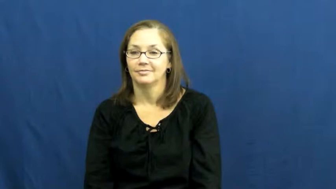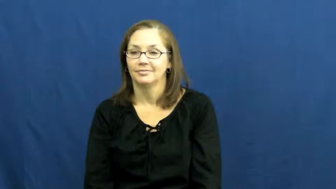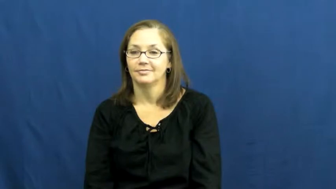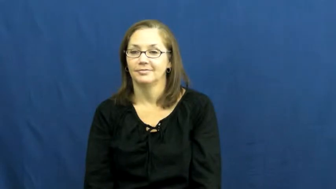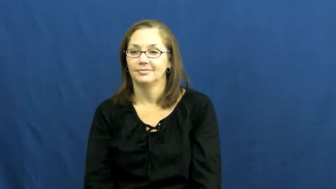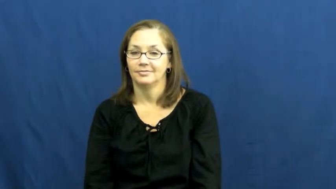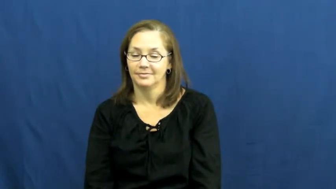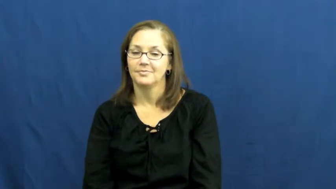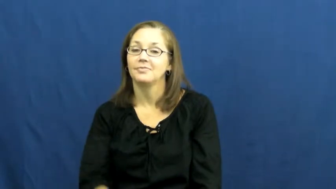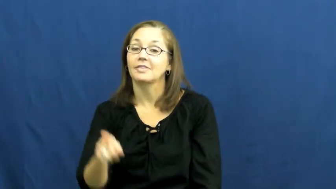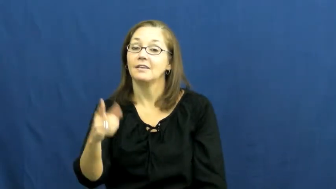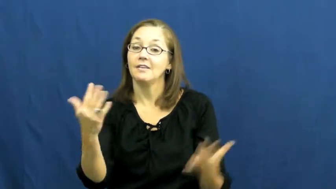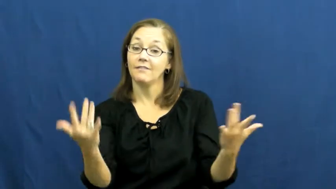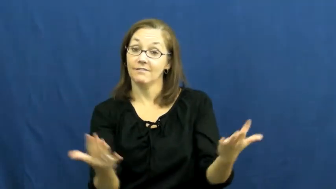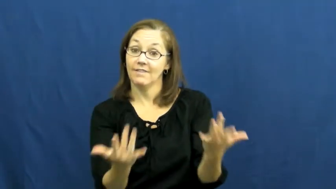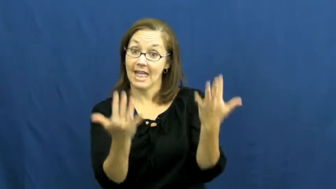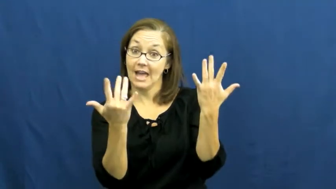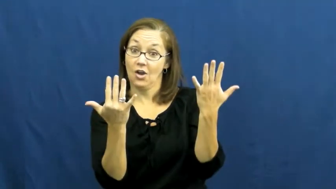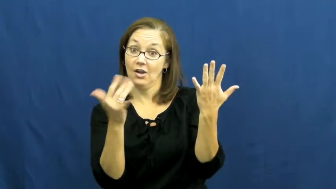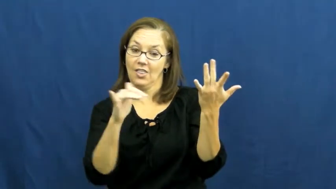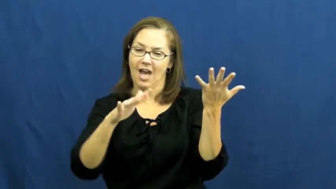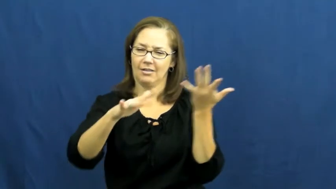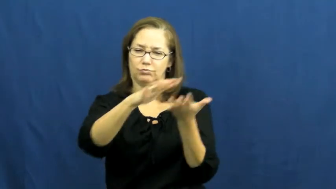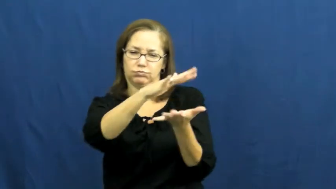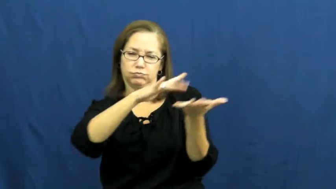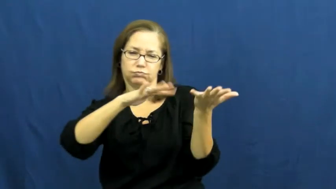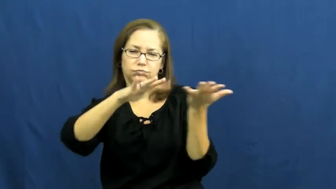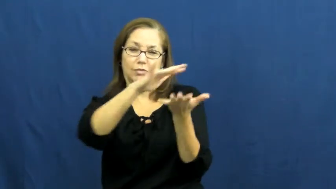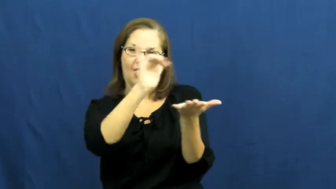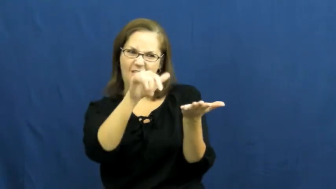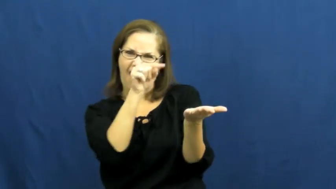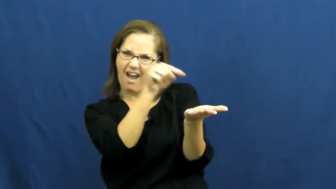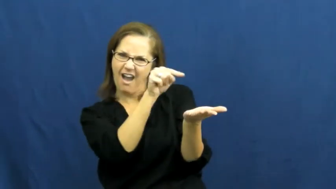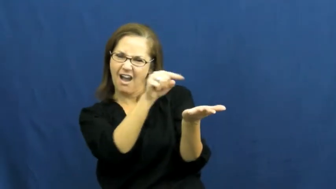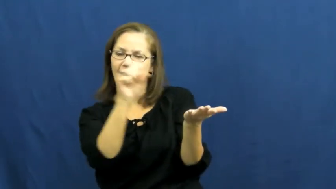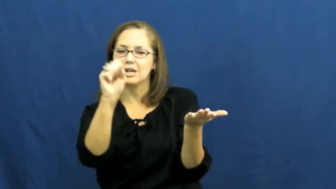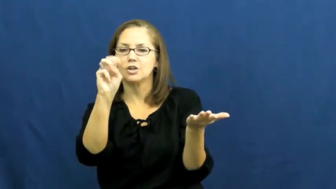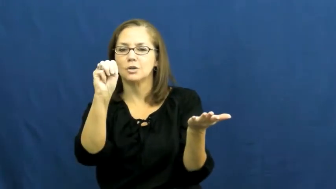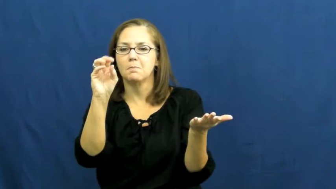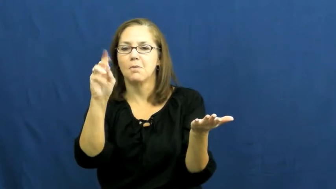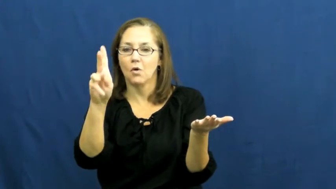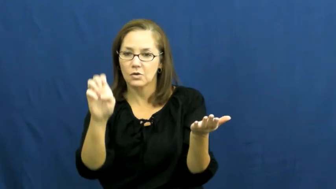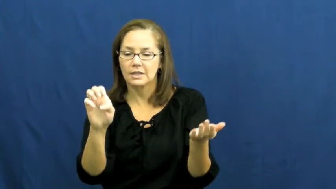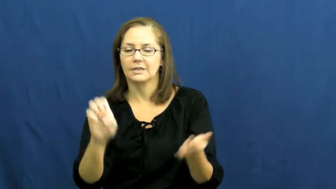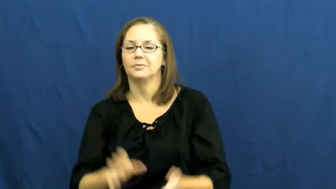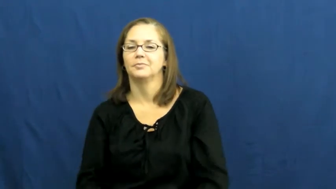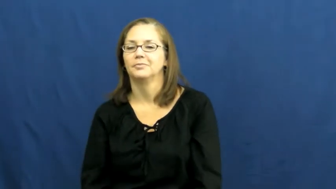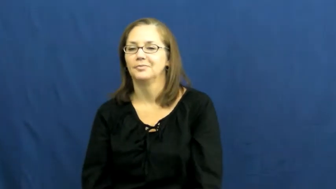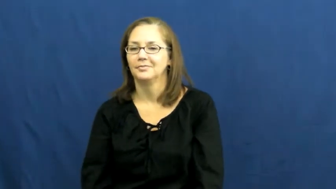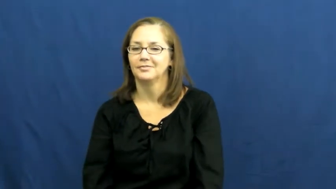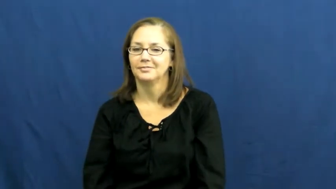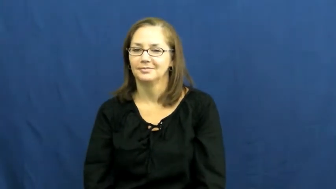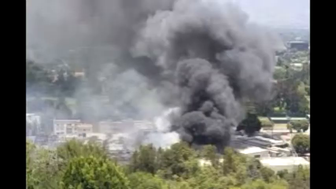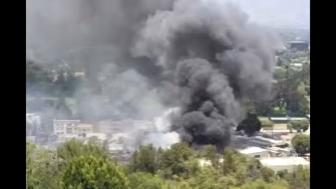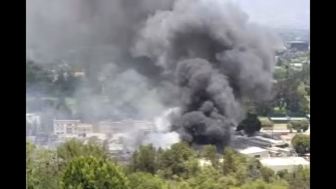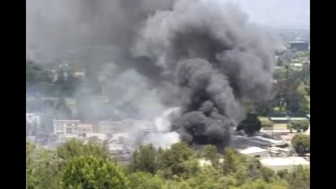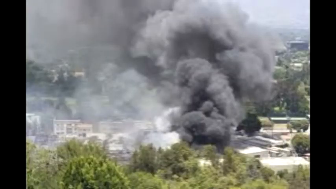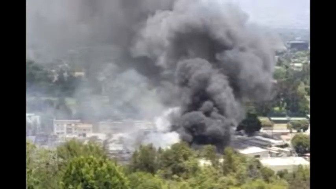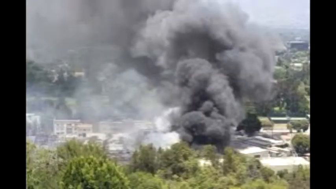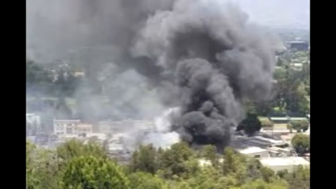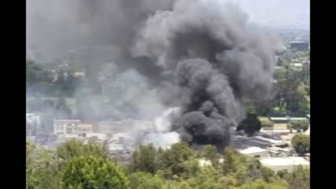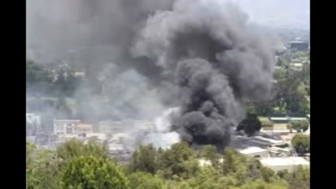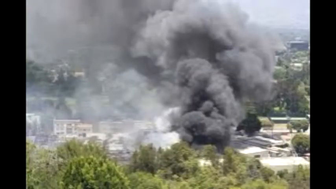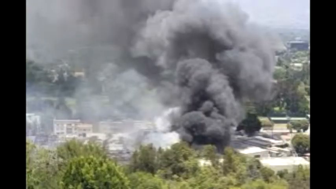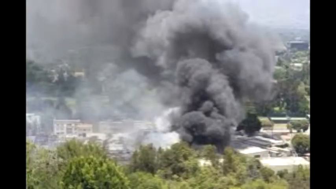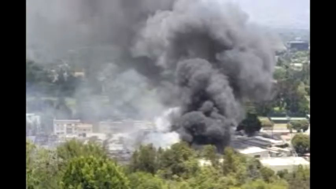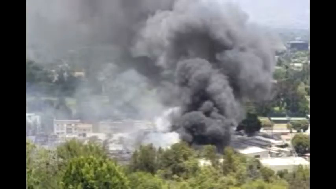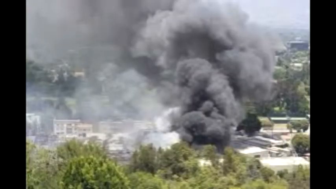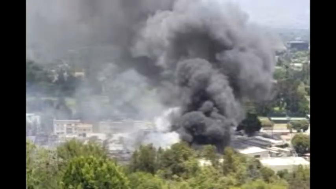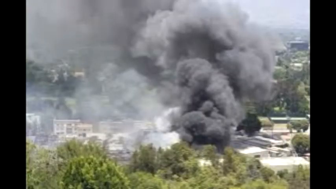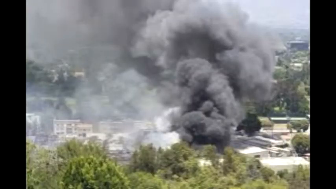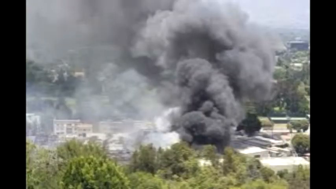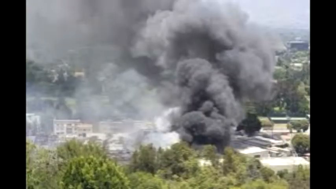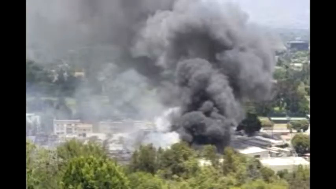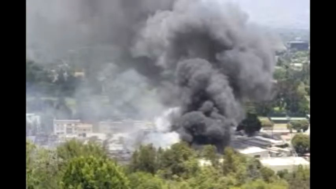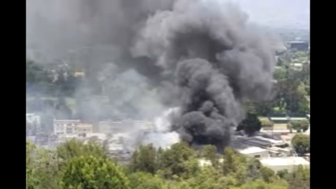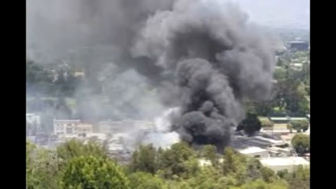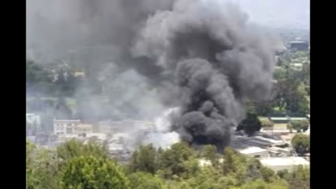smoke-fire